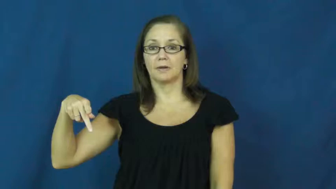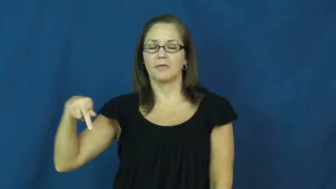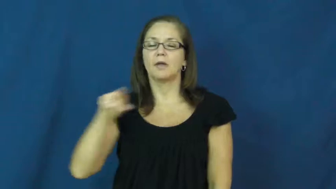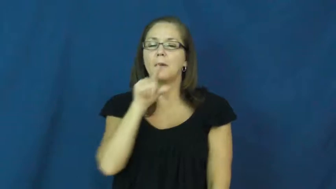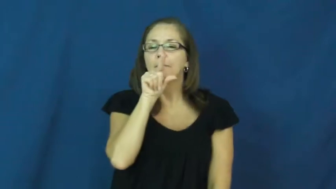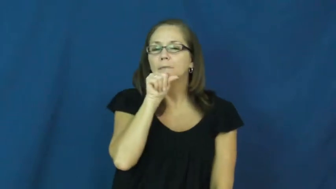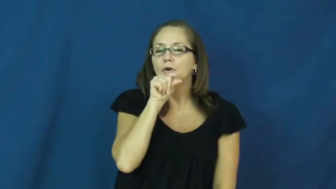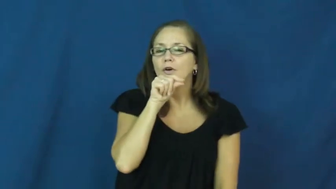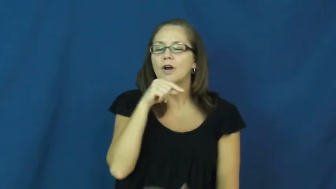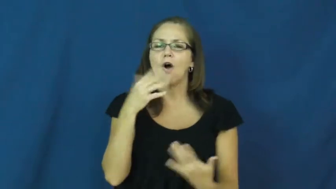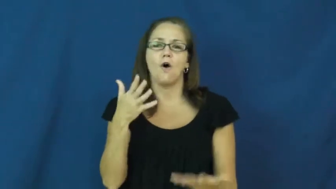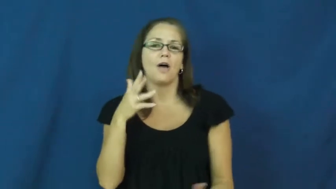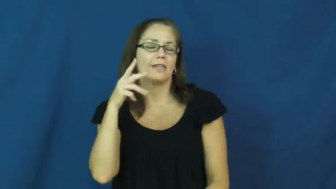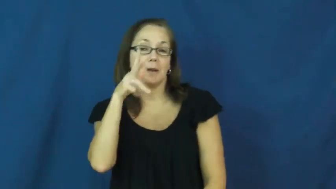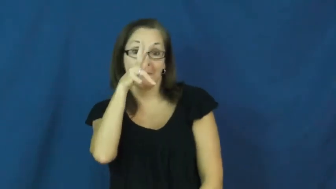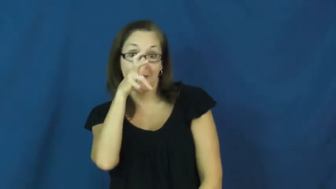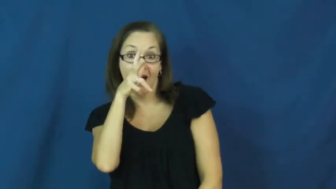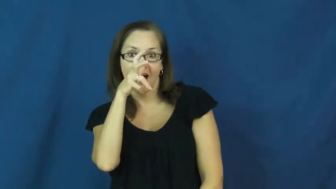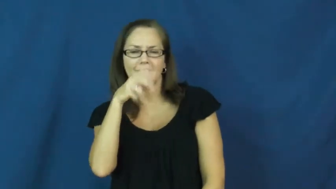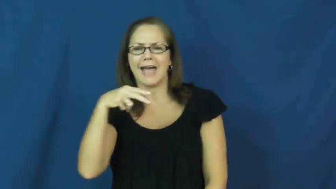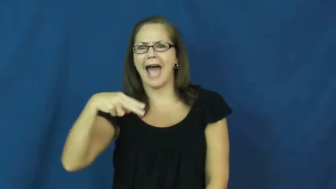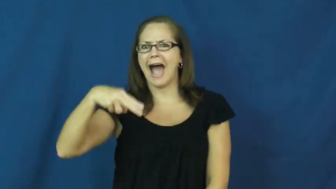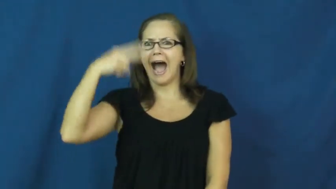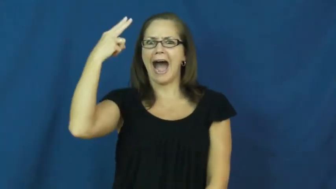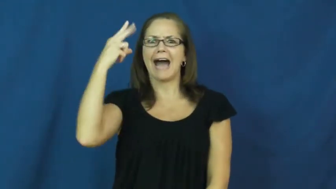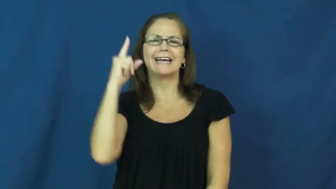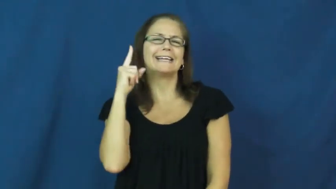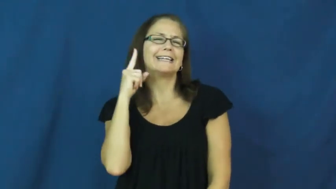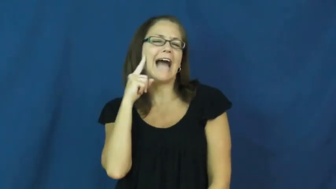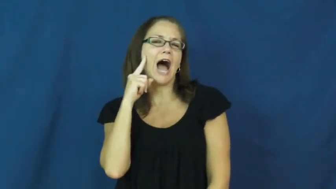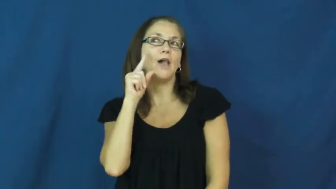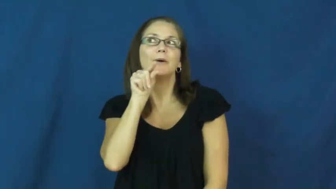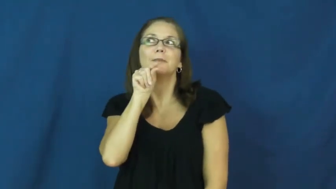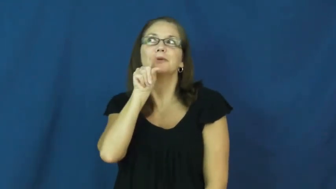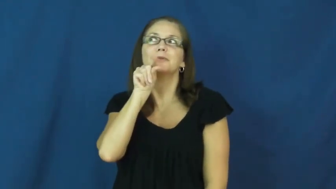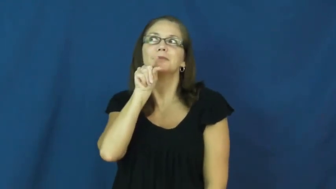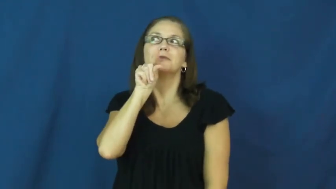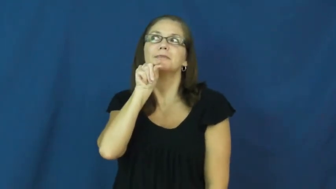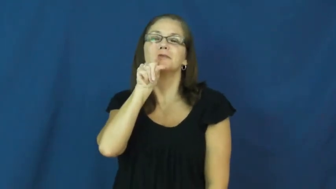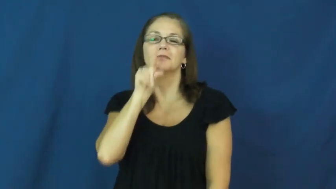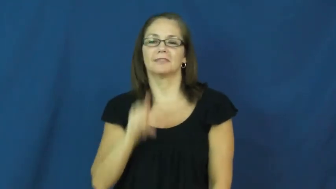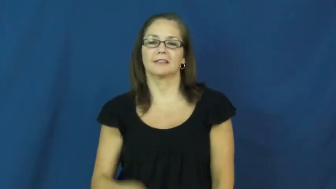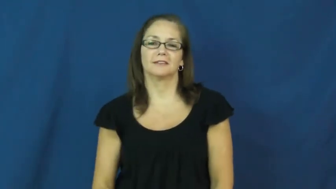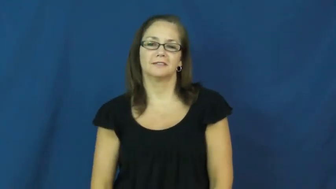chirp,cheep,peep